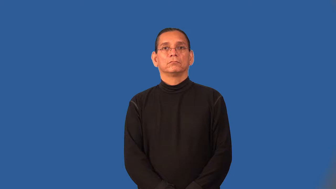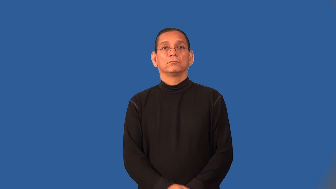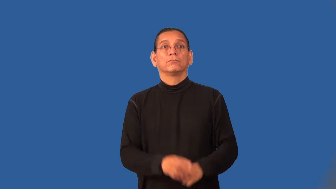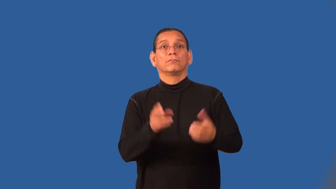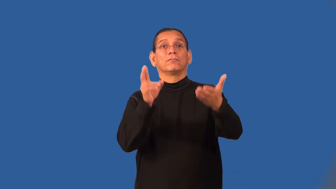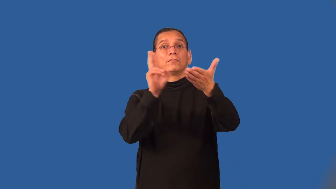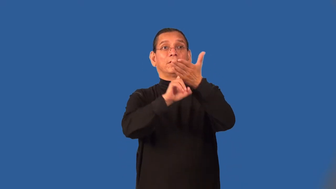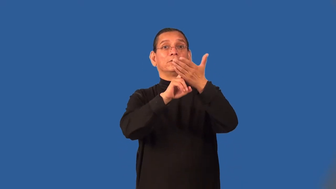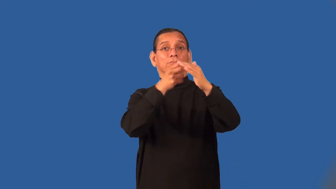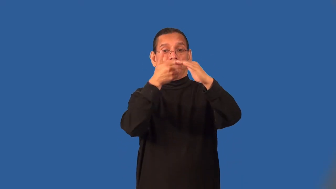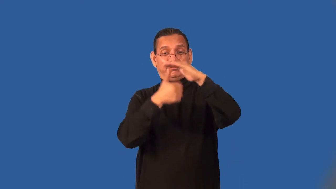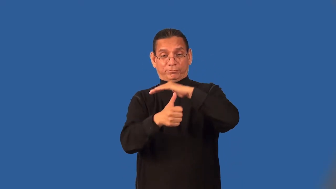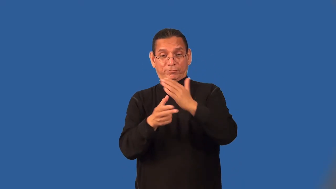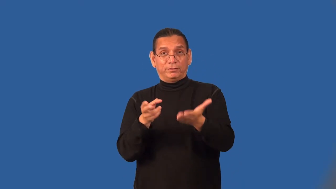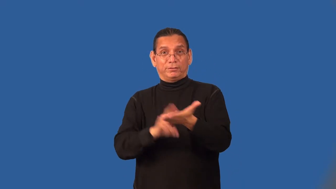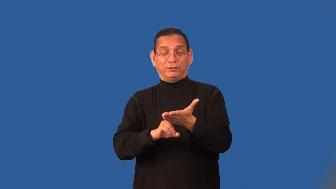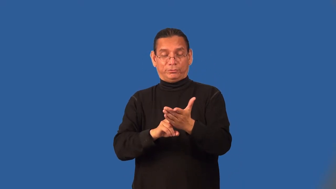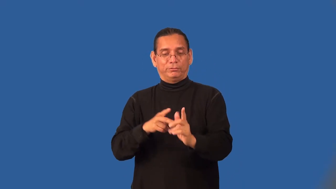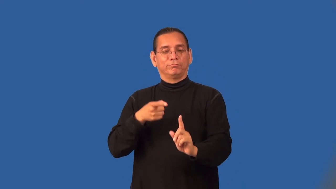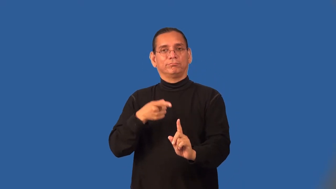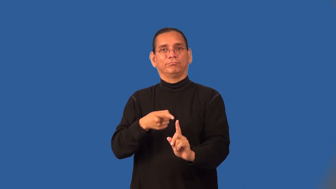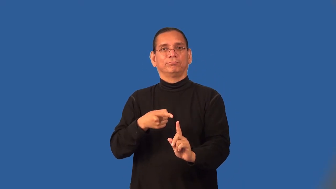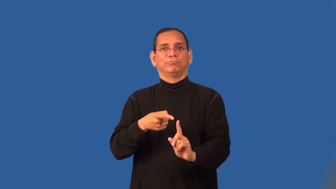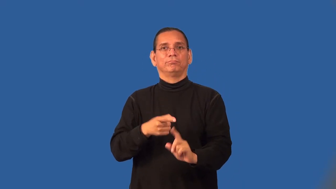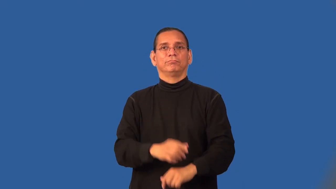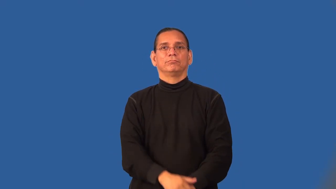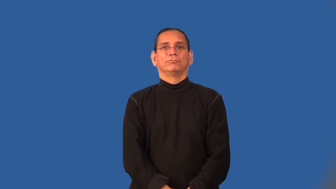subcontractor